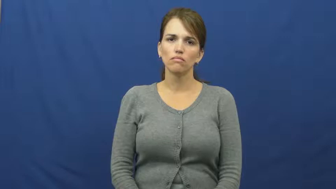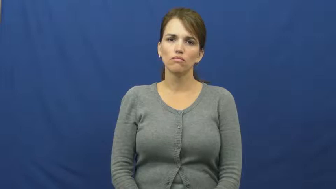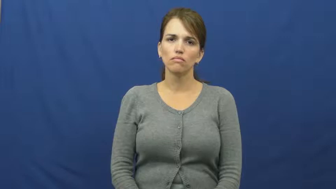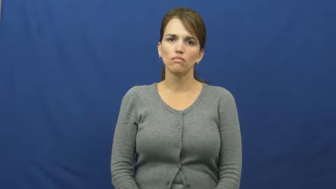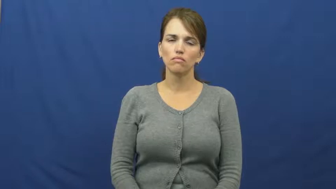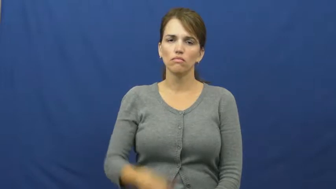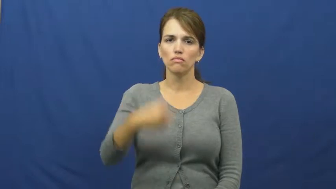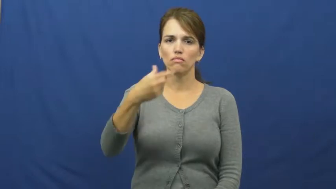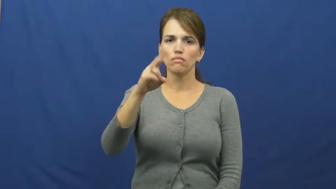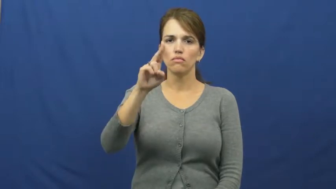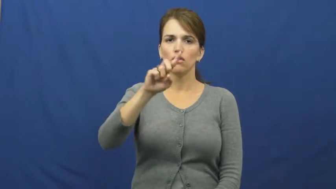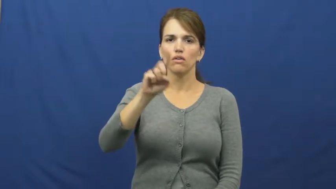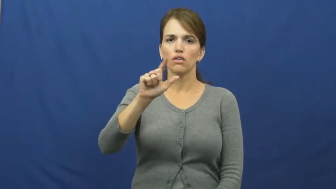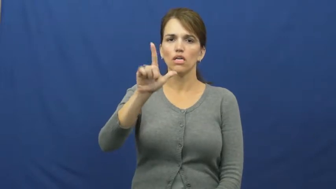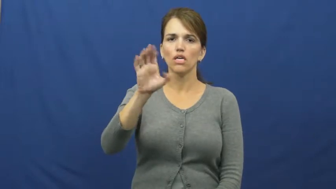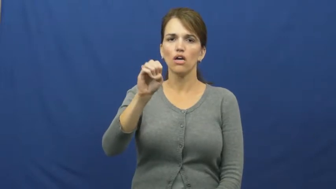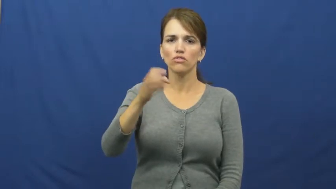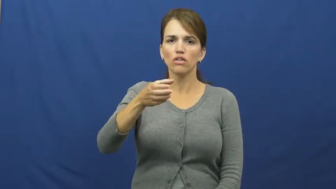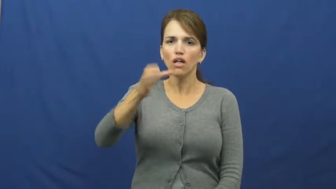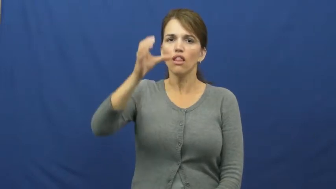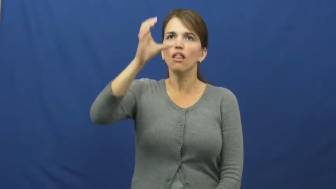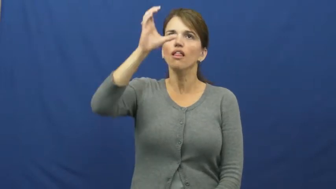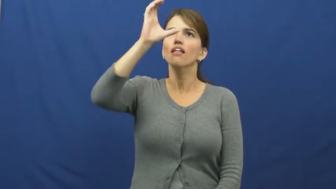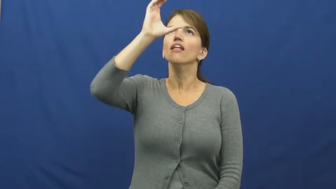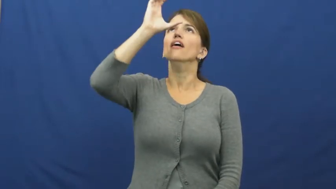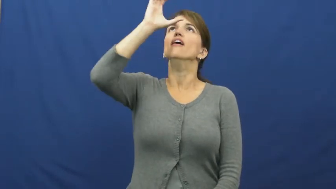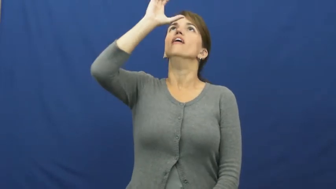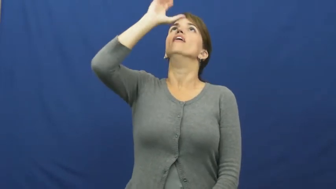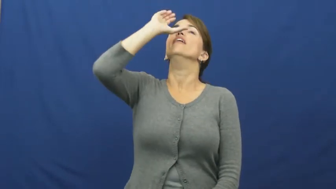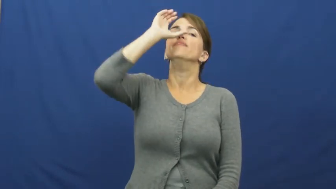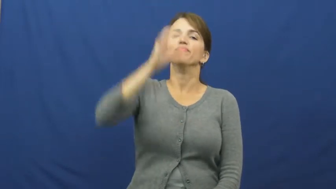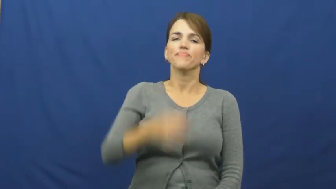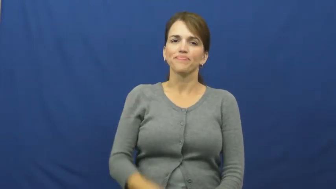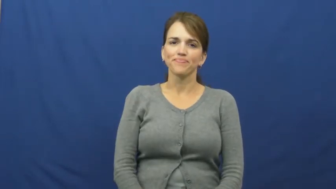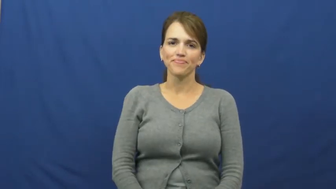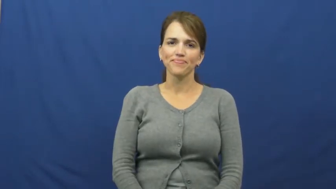guzzle